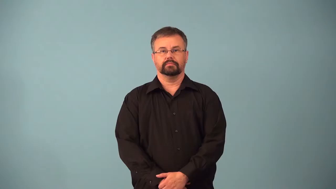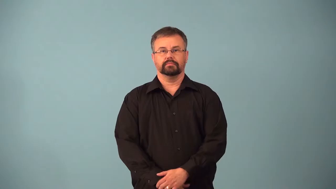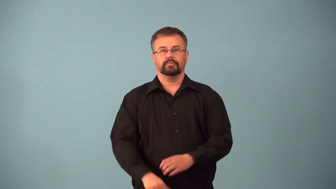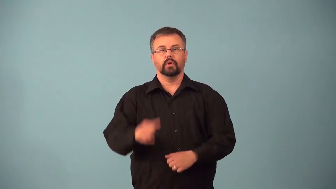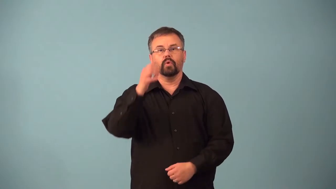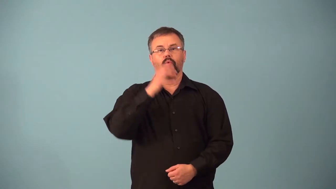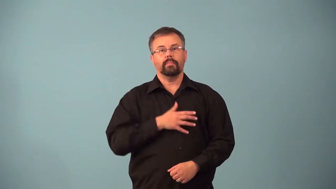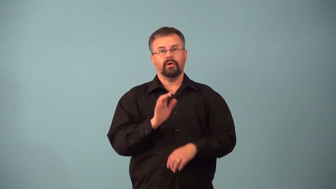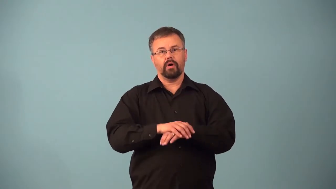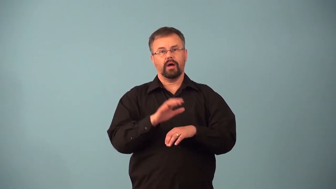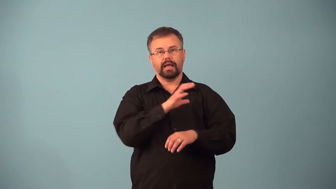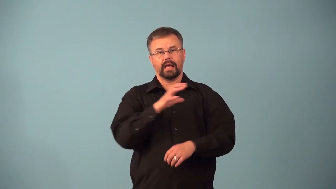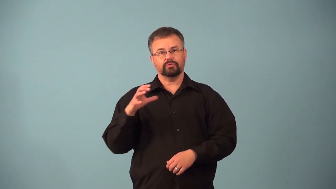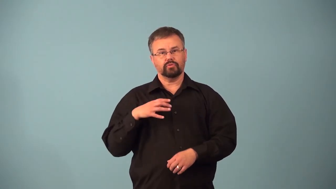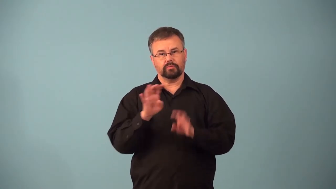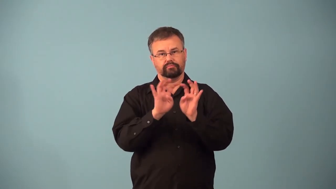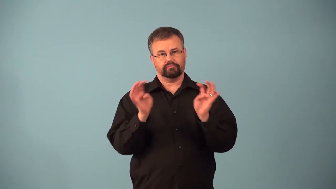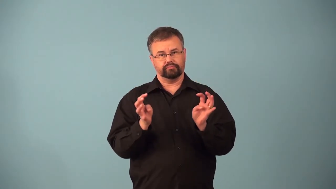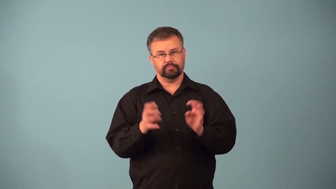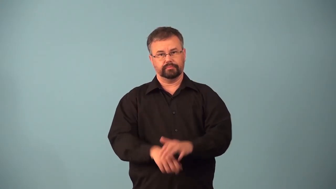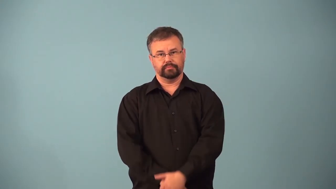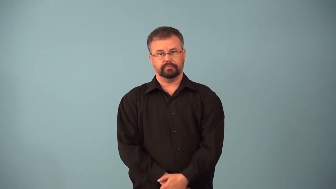alderwoman